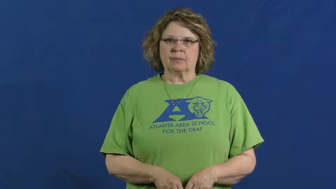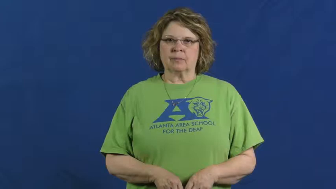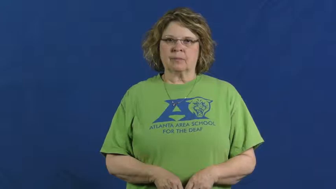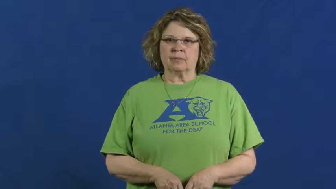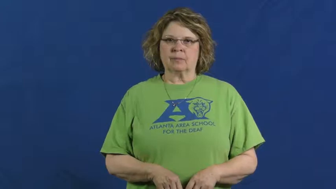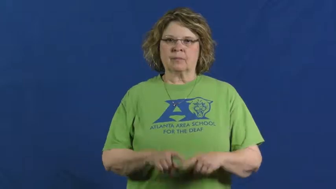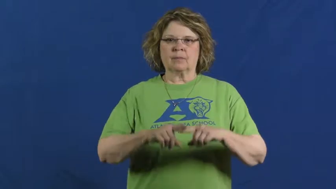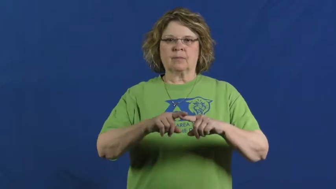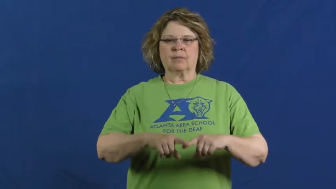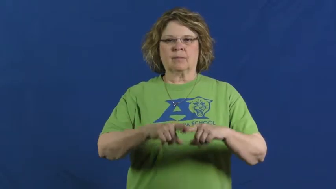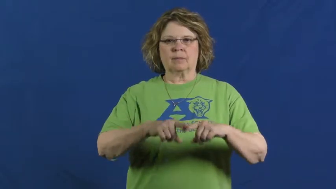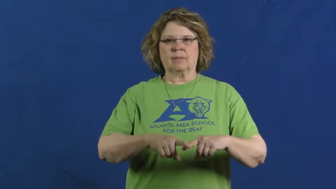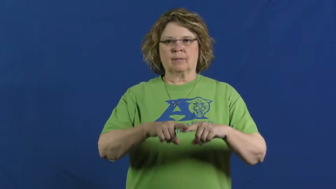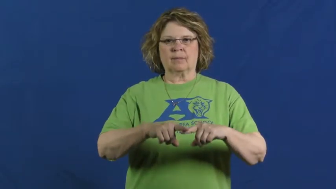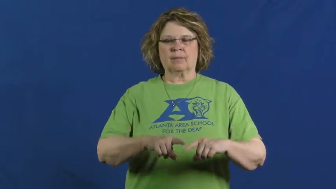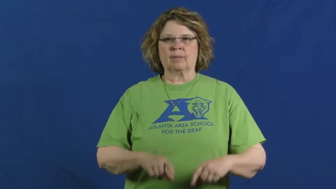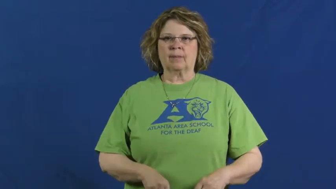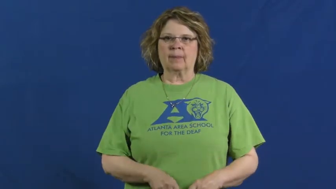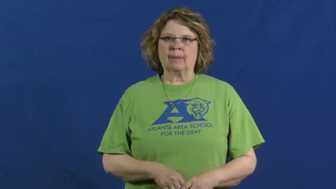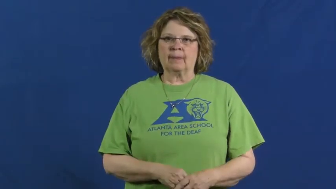depend,interdependent,look to,predicate